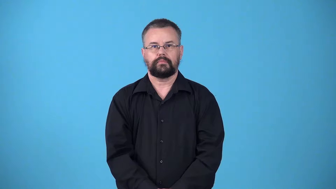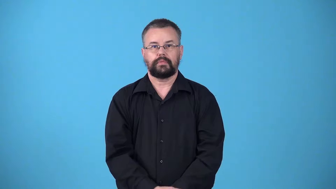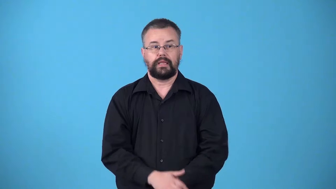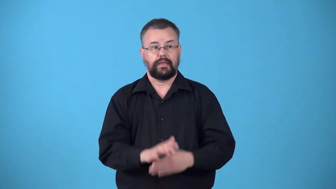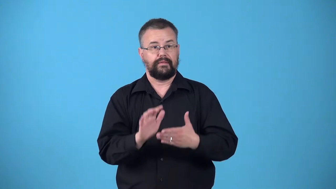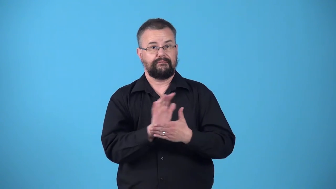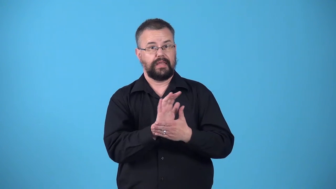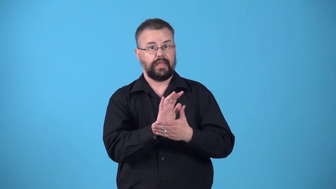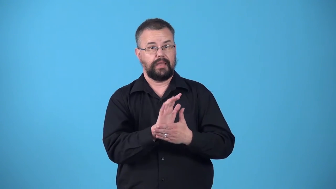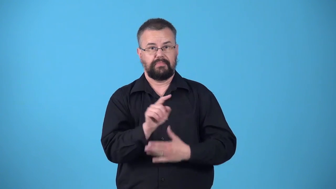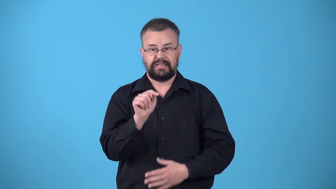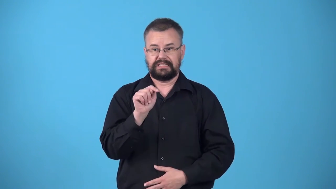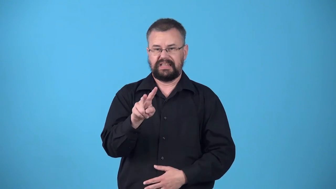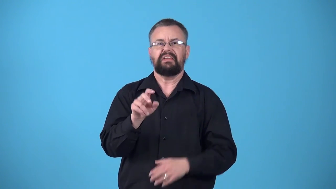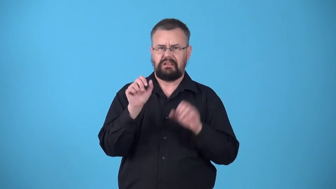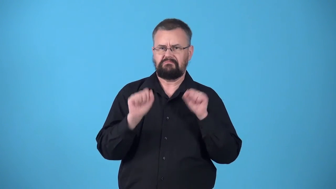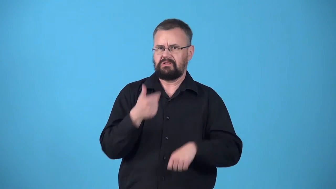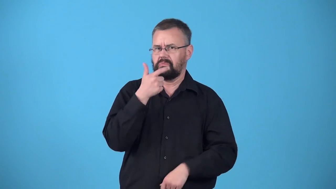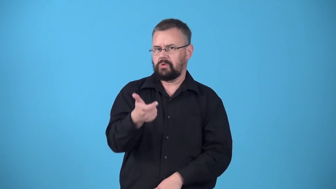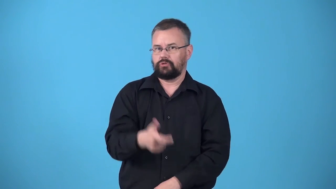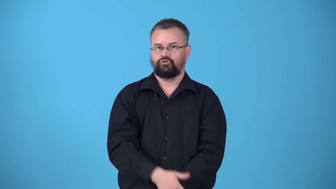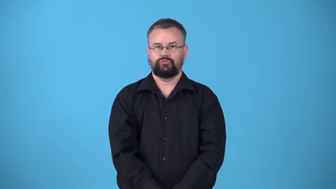watchable